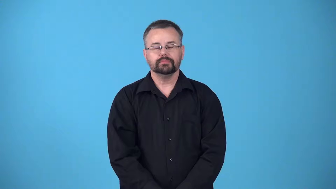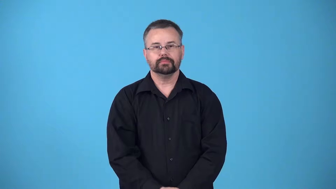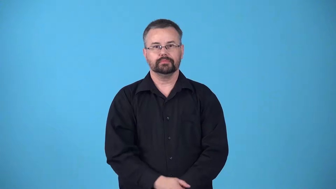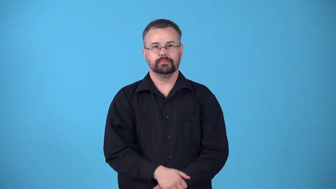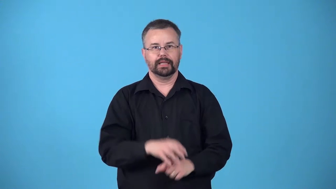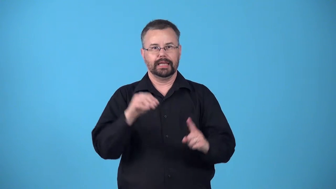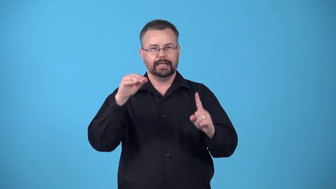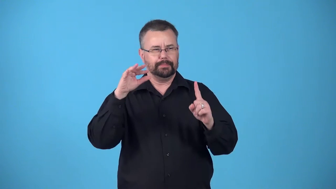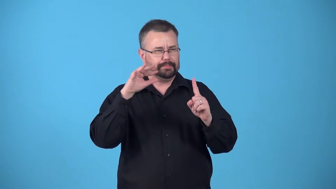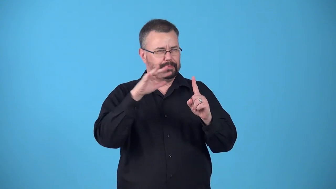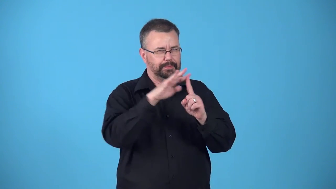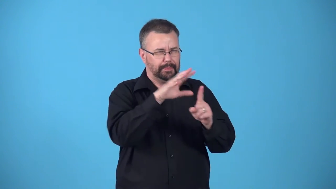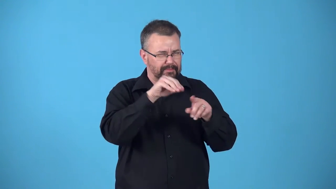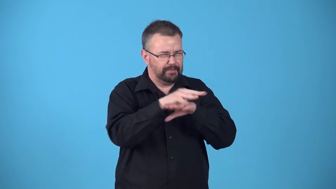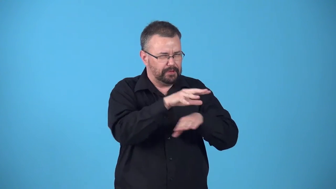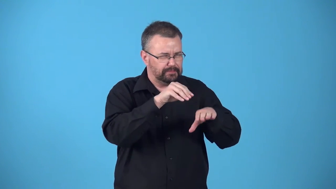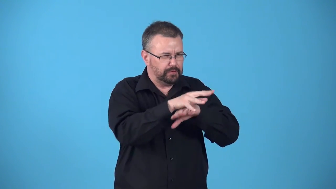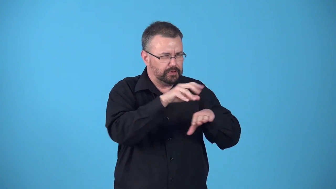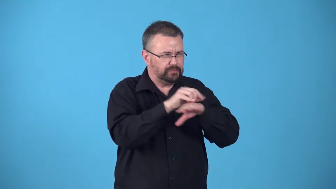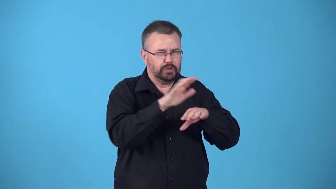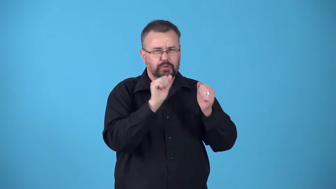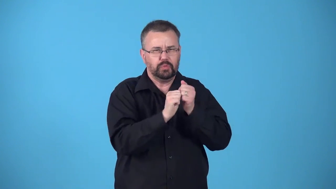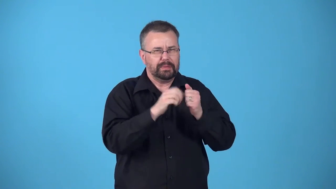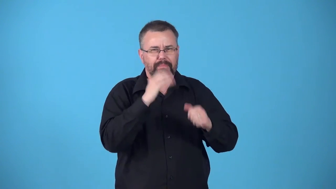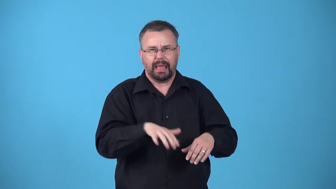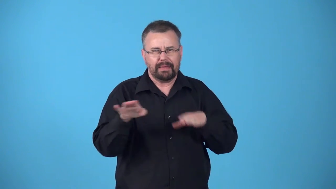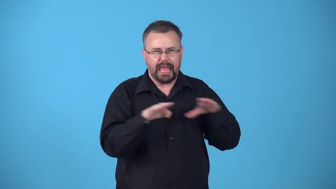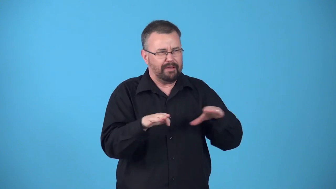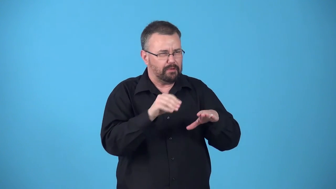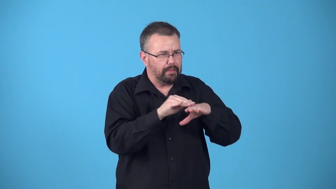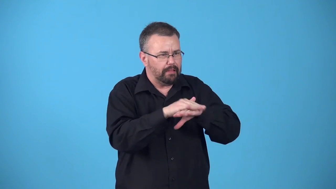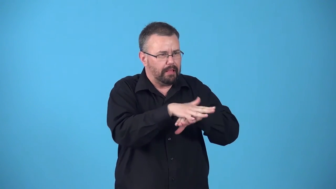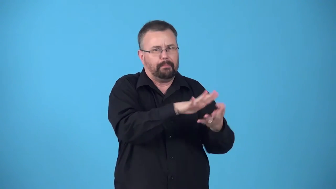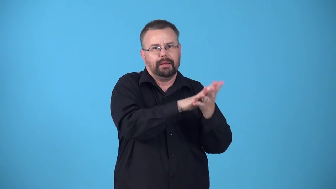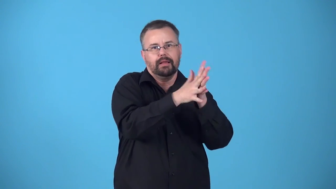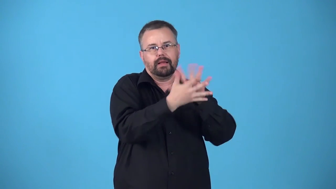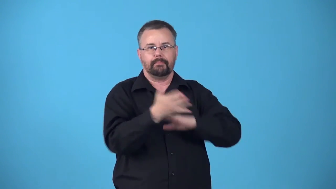benight-cause become immoral